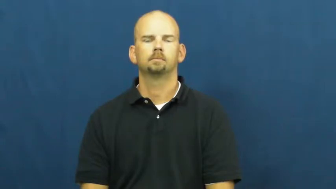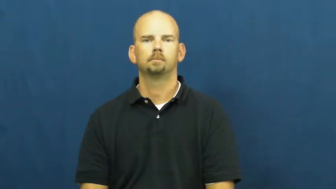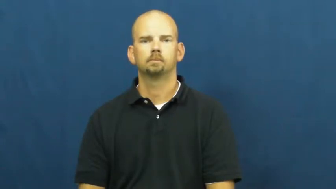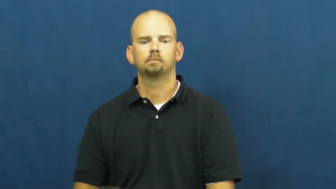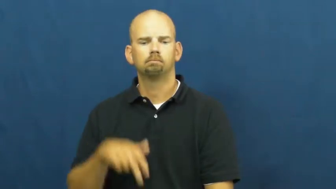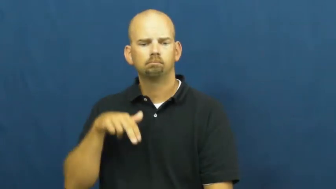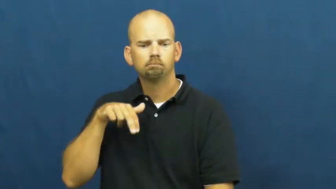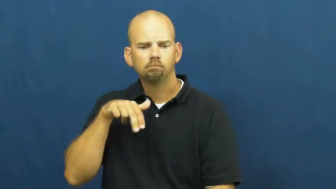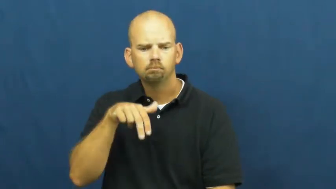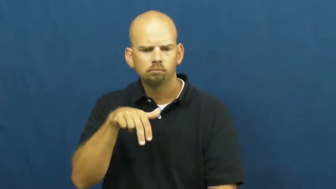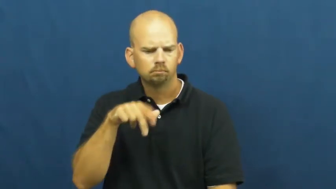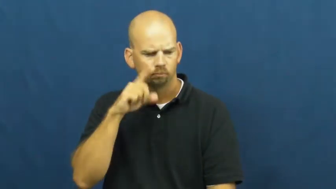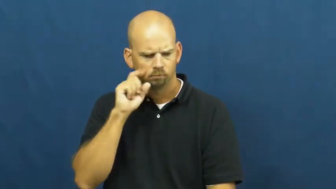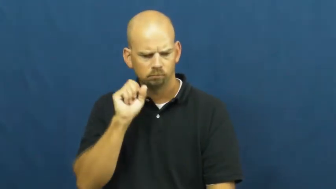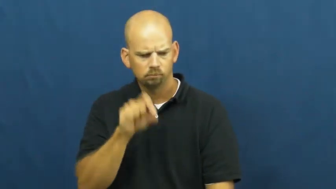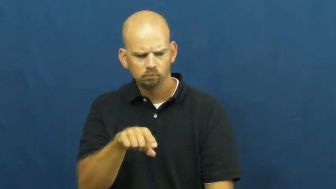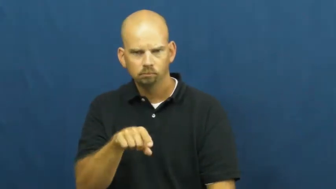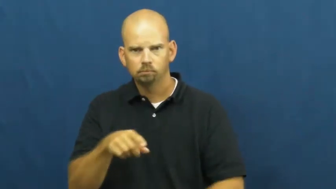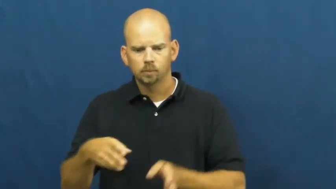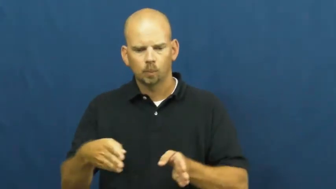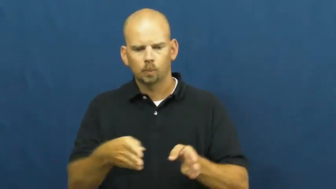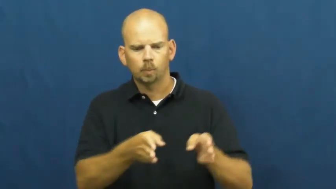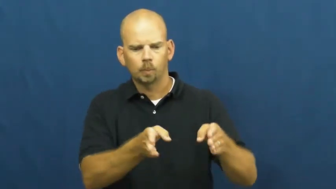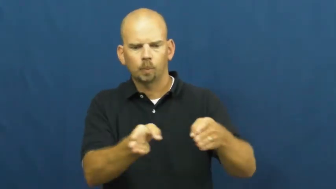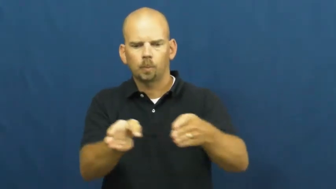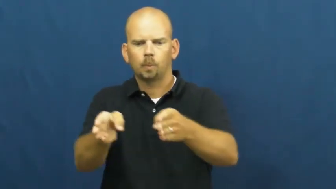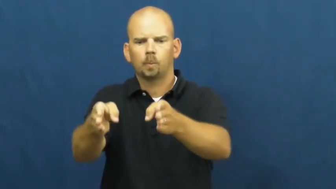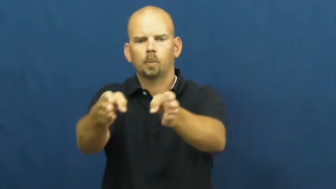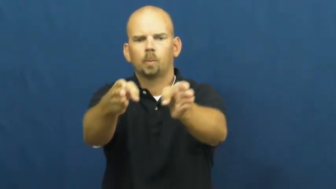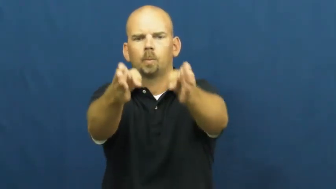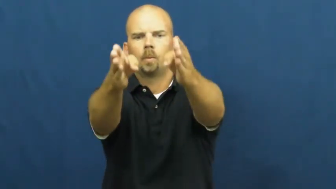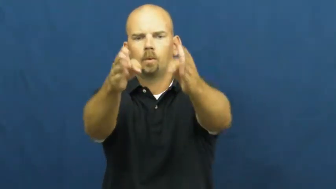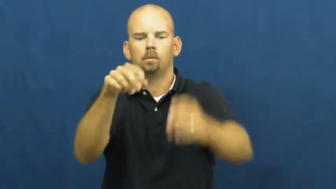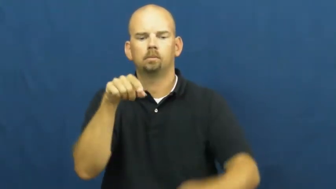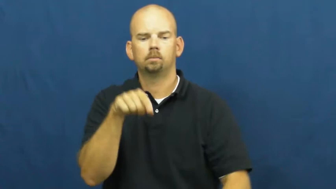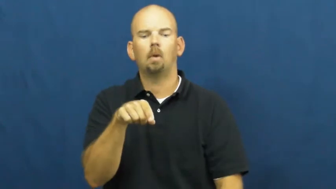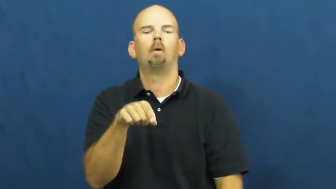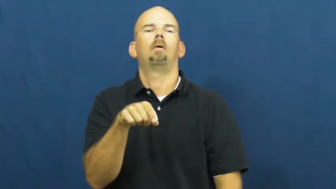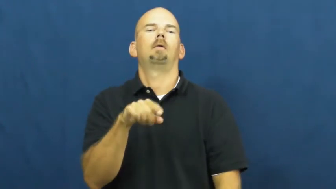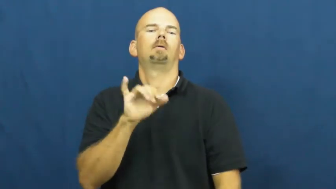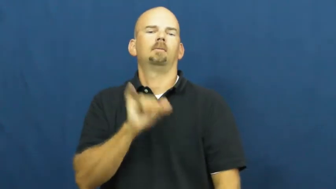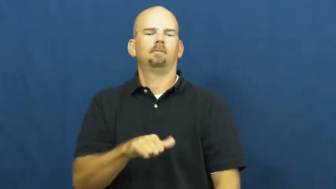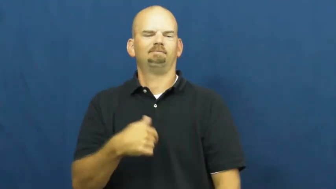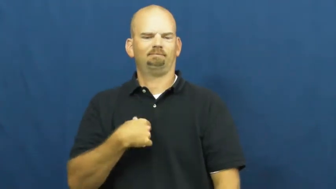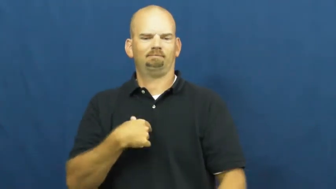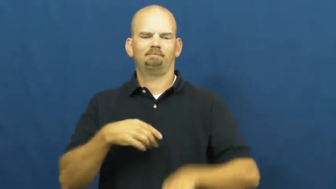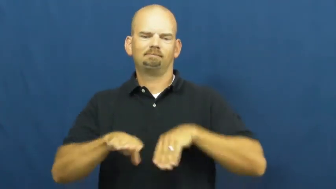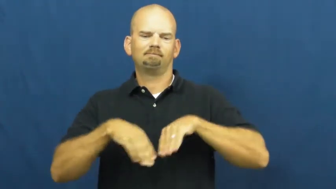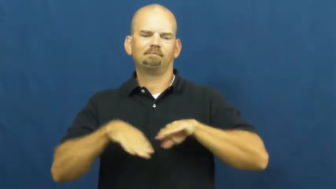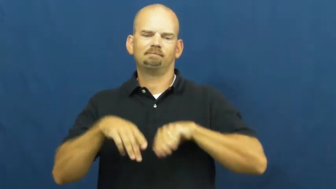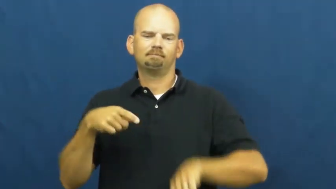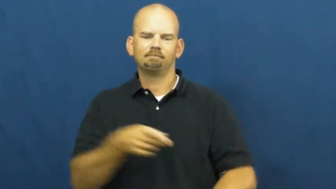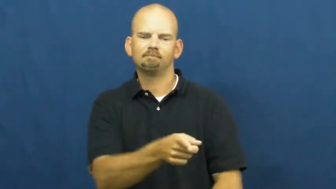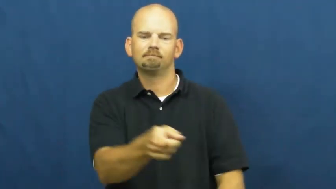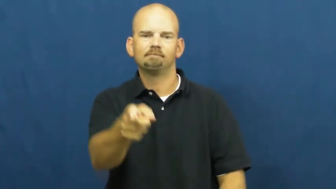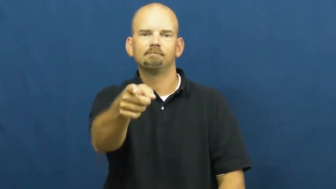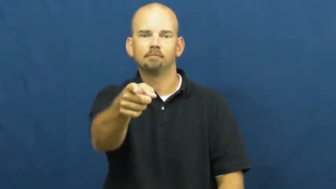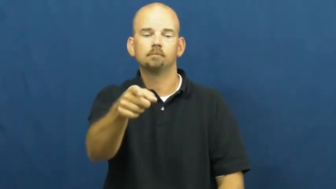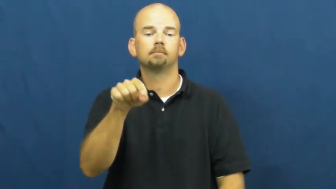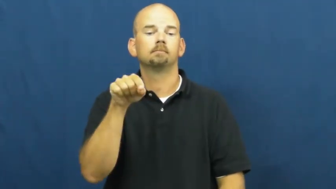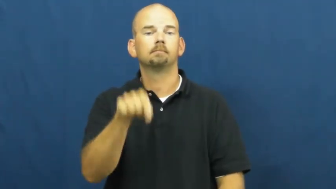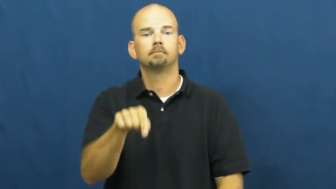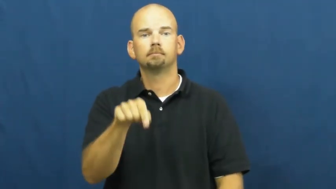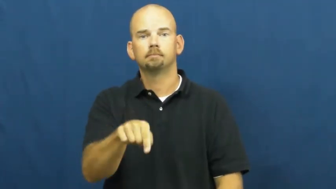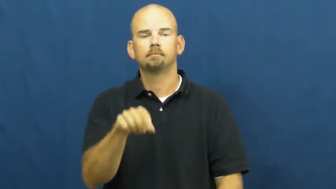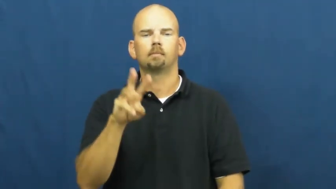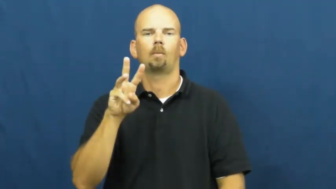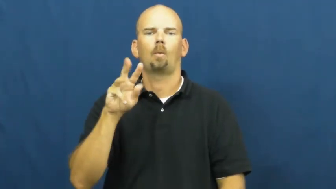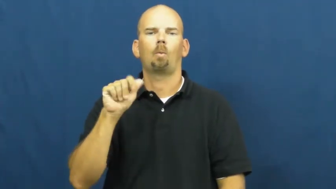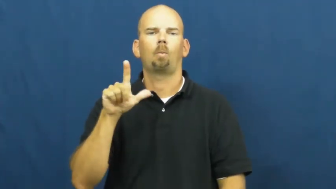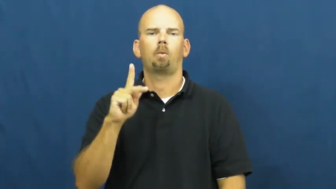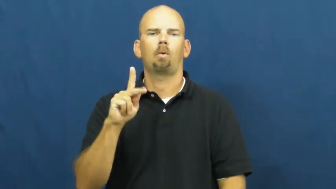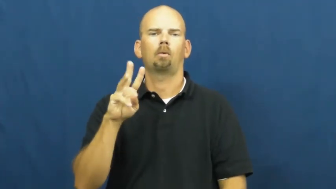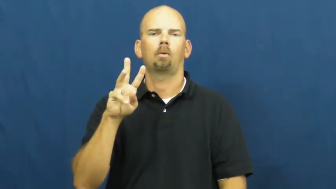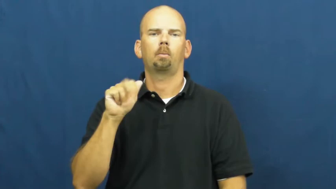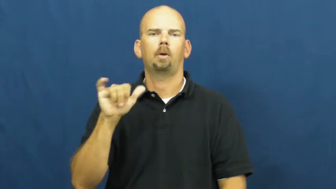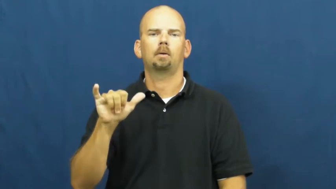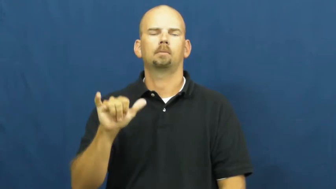walkway